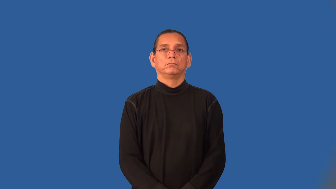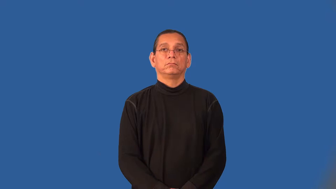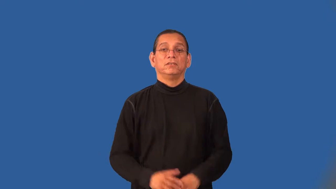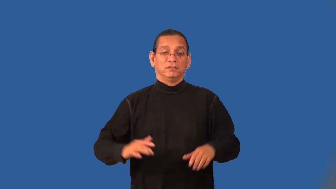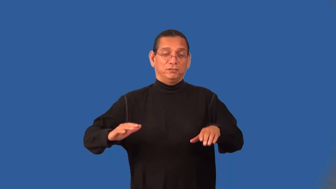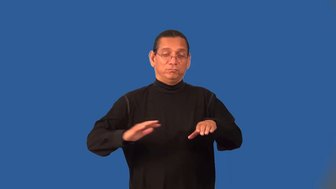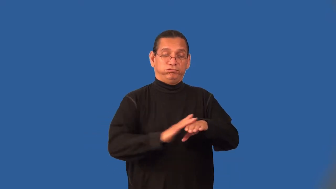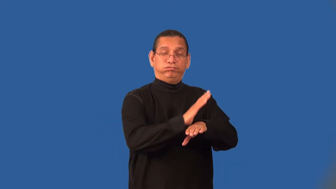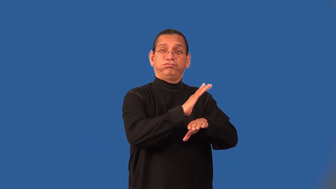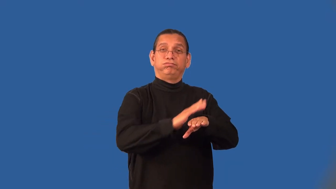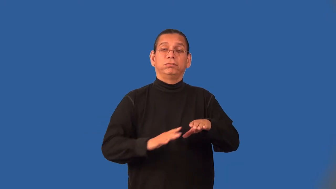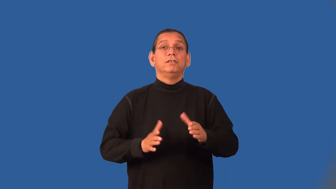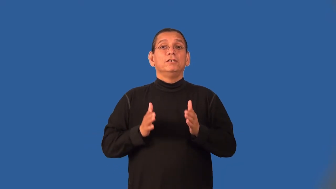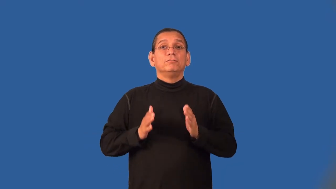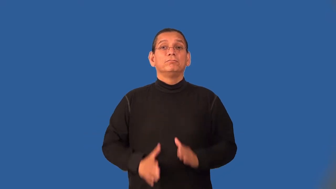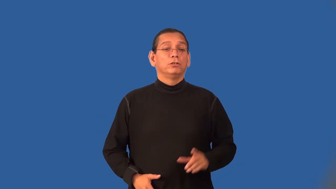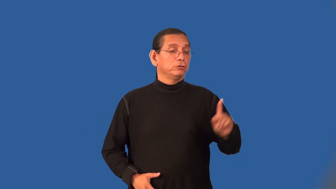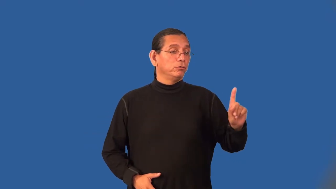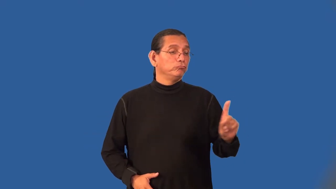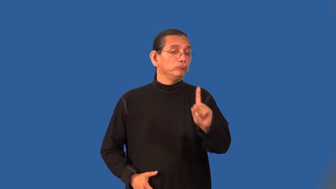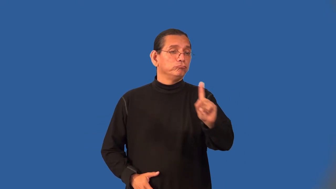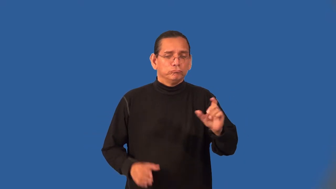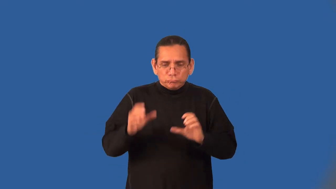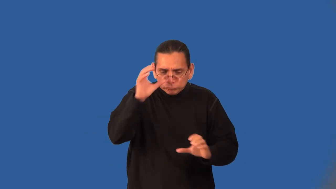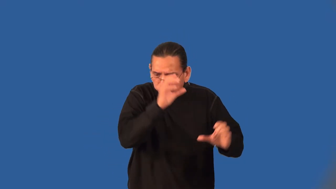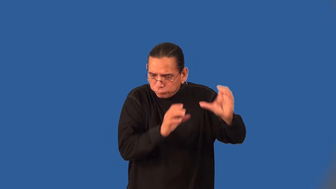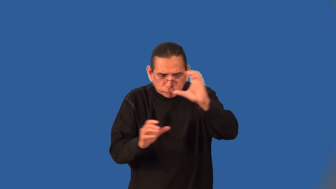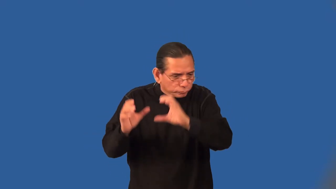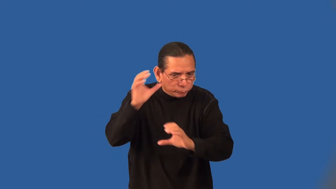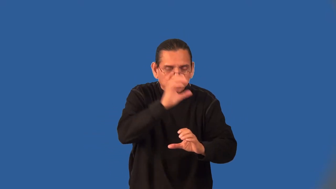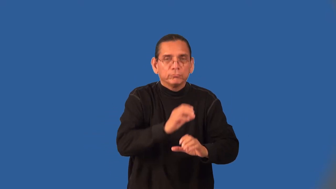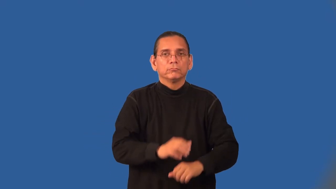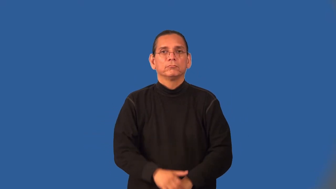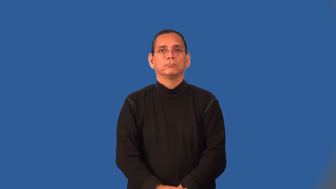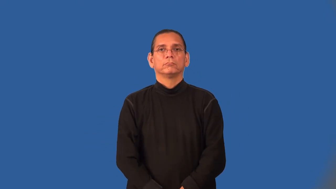beachcomber